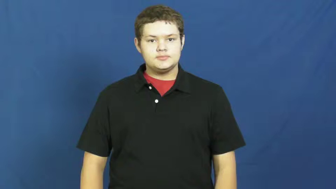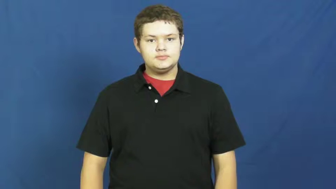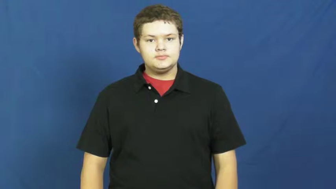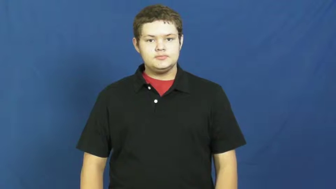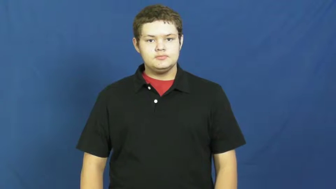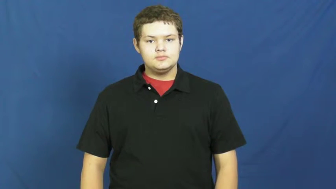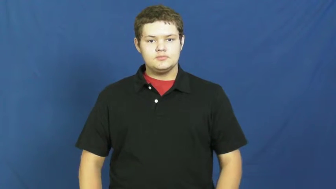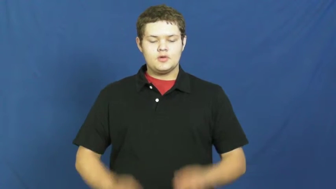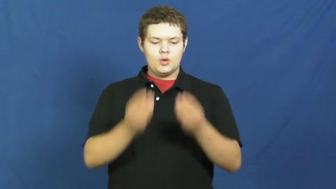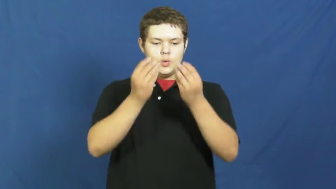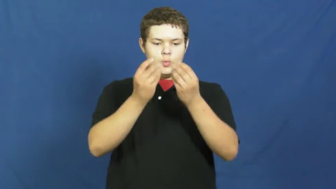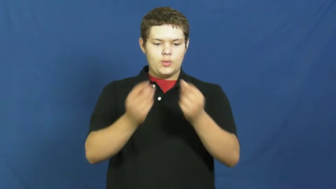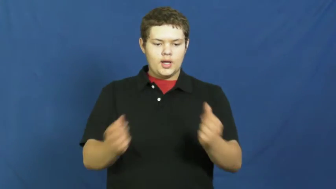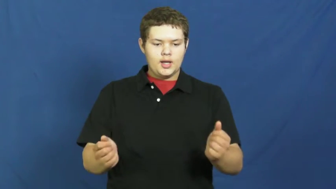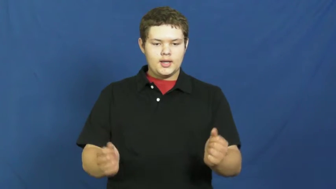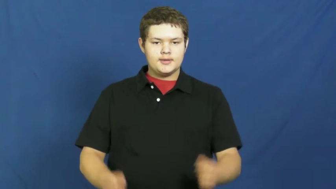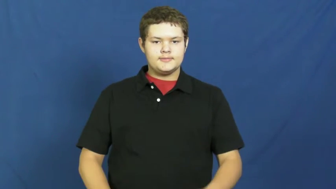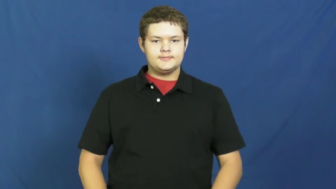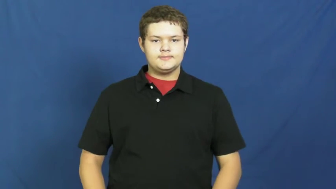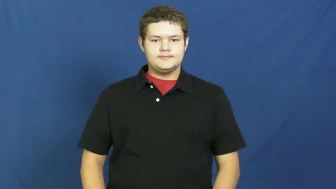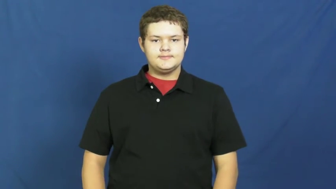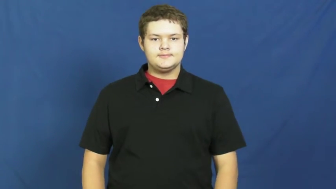decay,molder,putrefaction